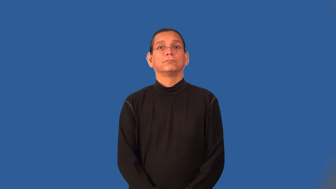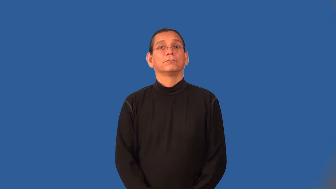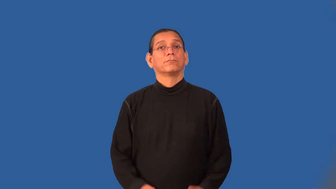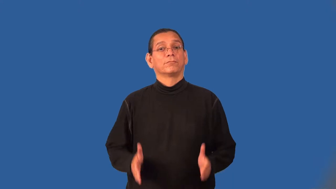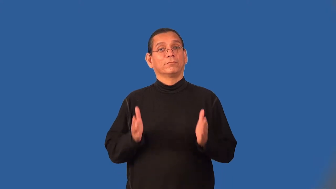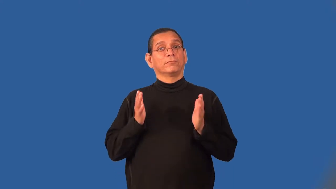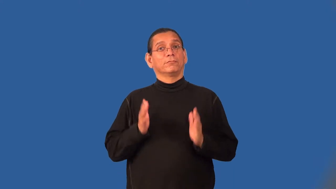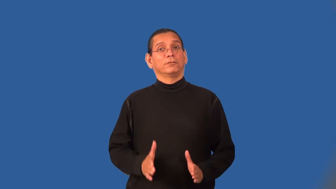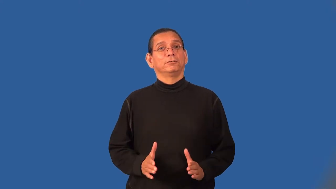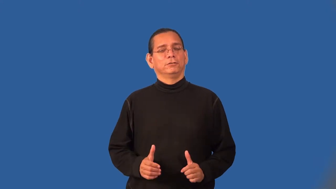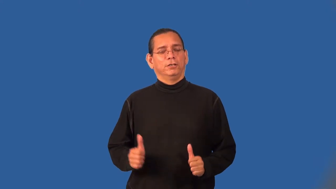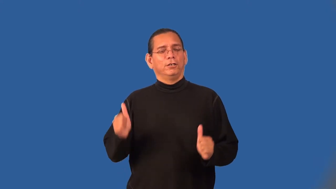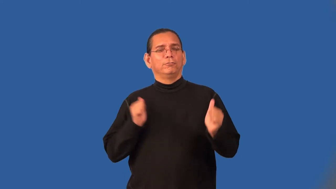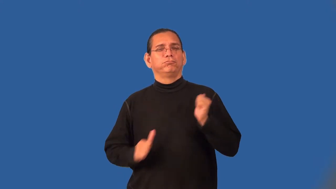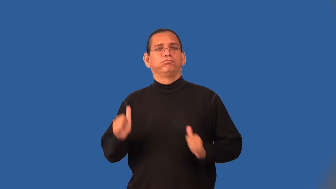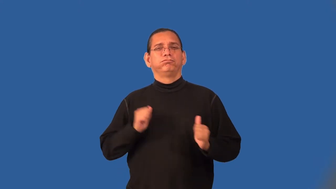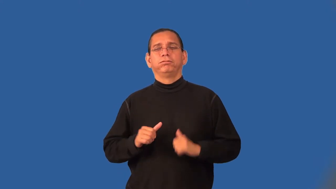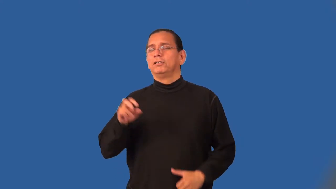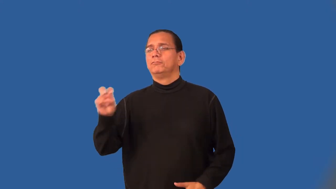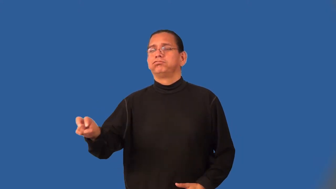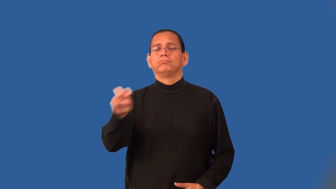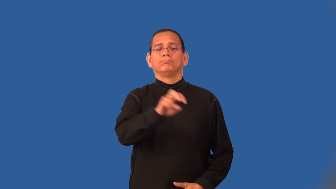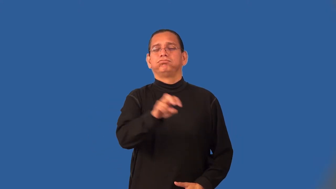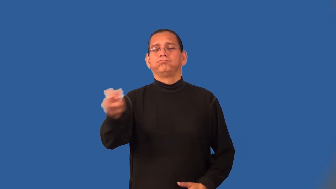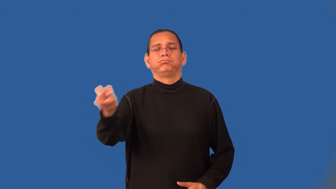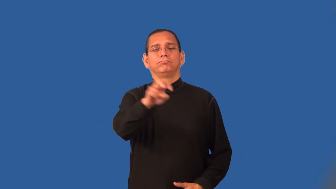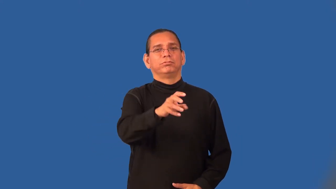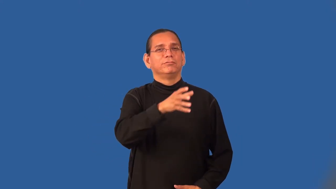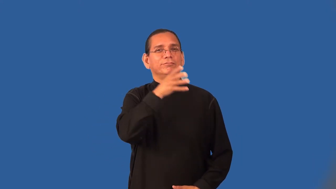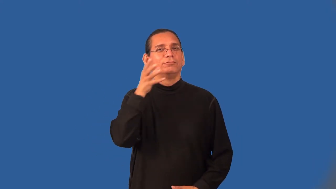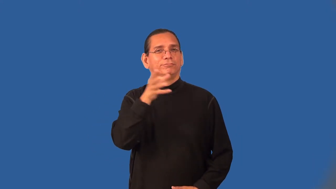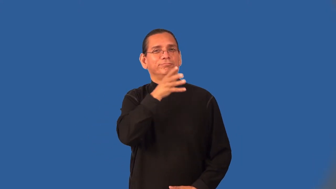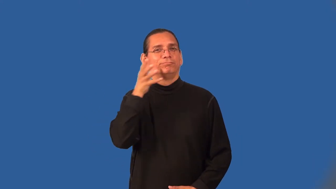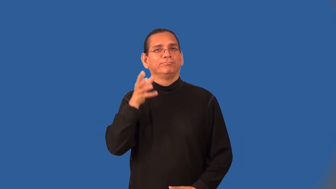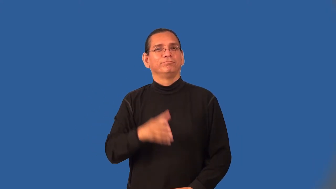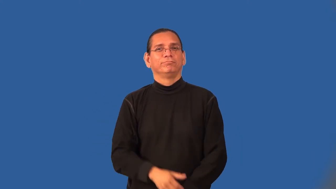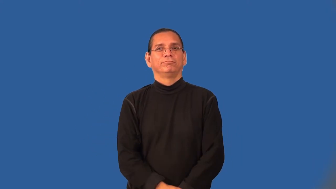barnstormer